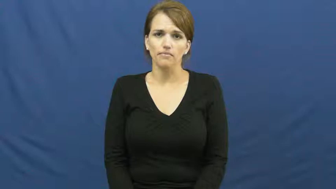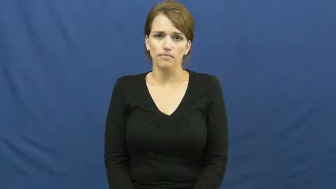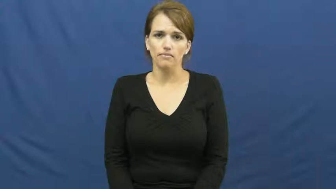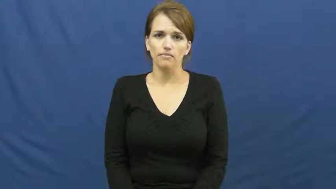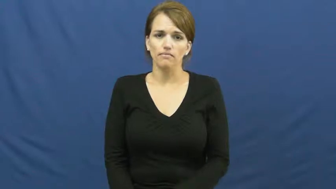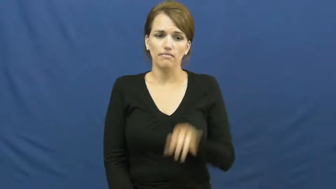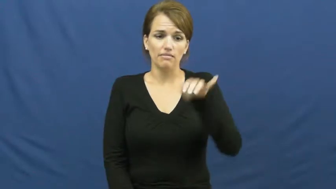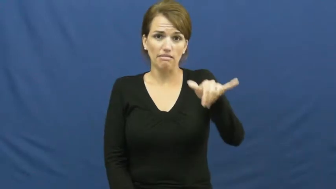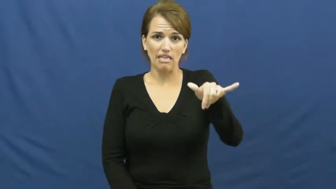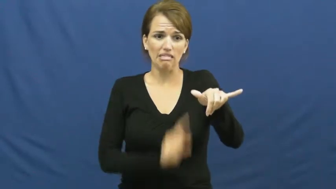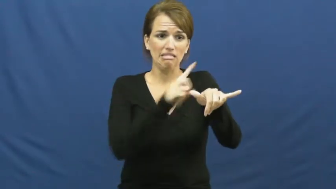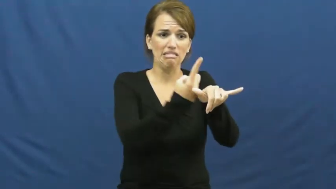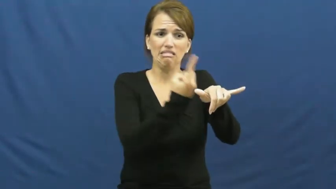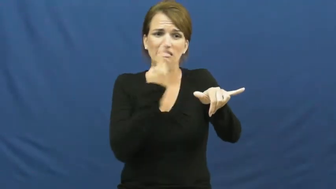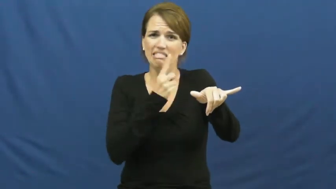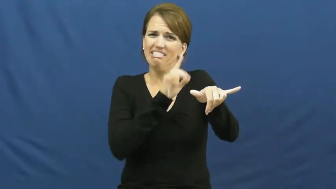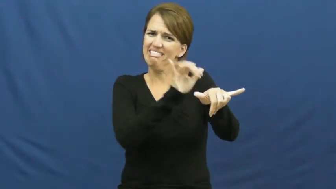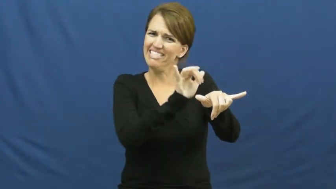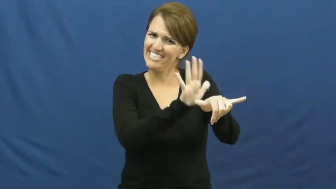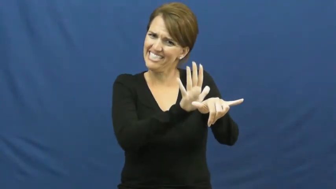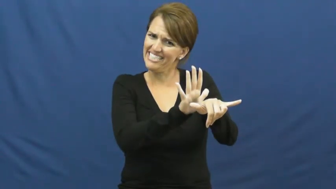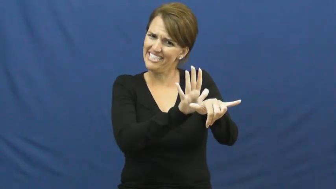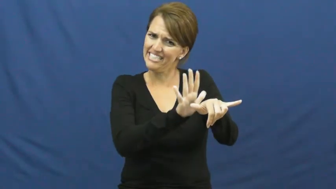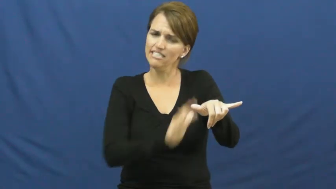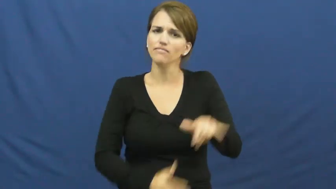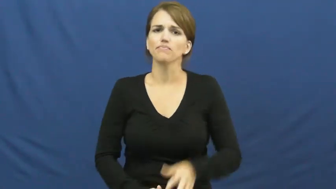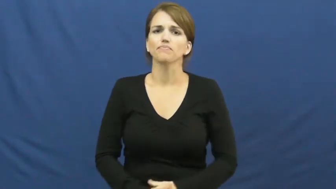keep back,stay away